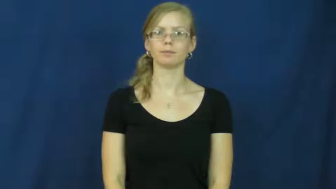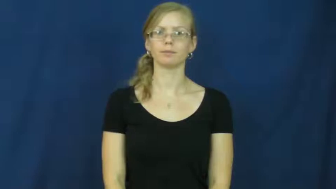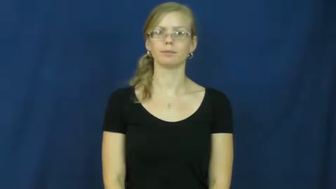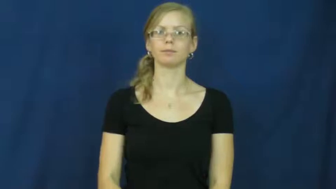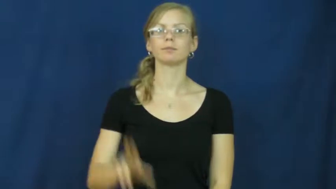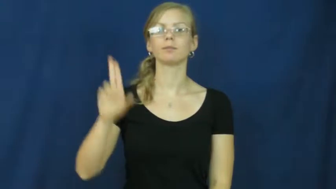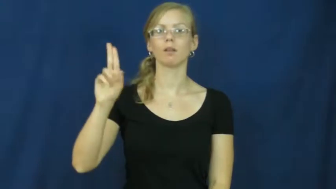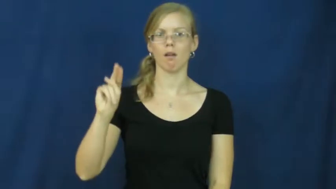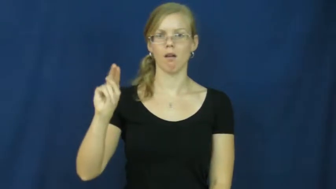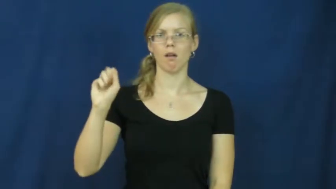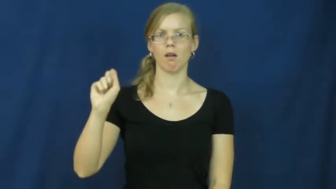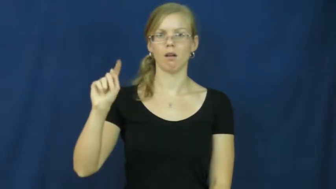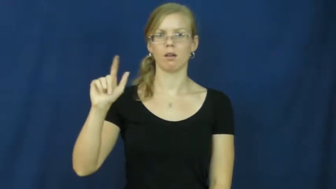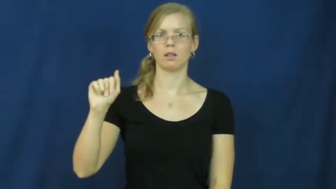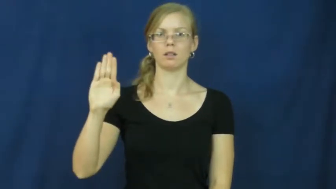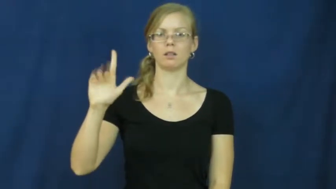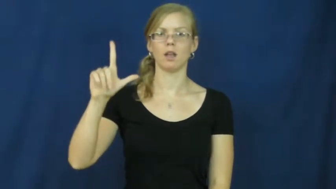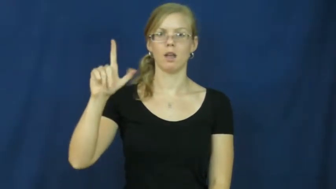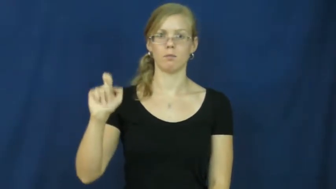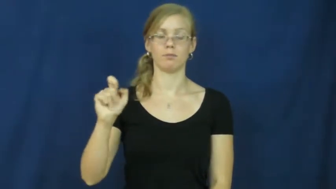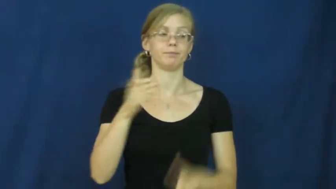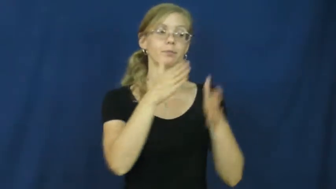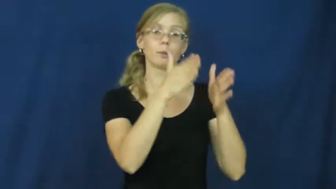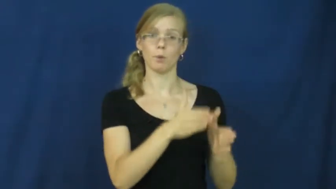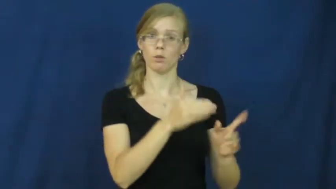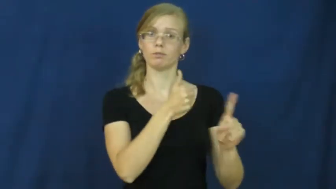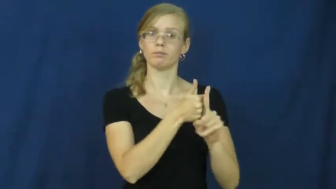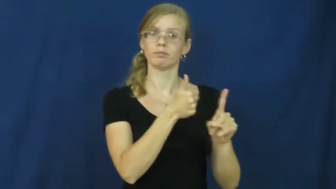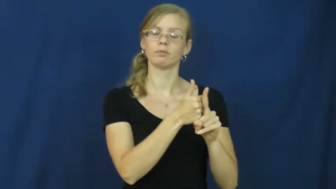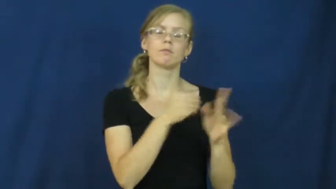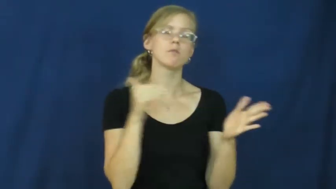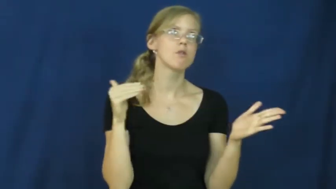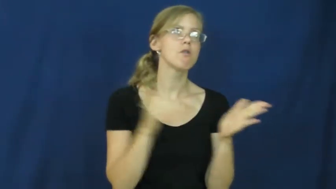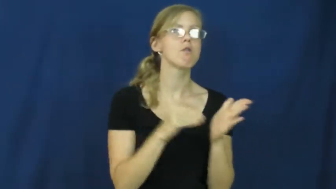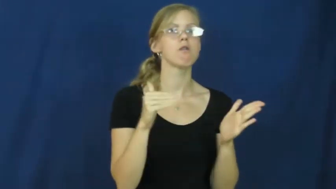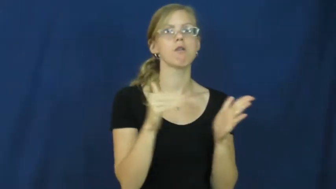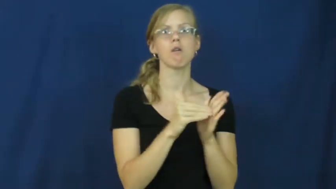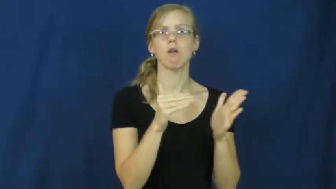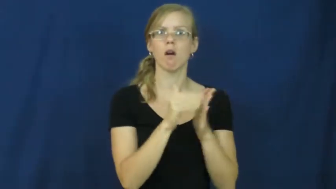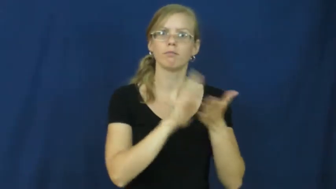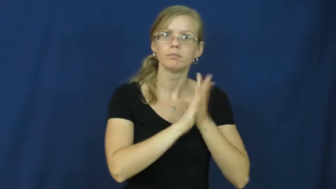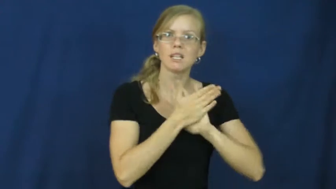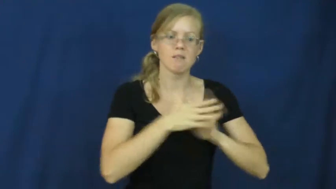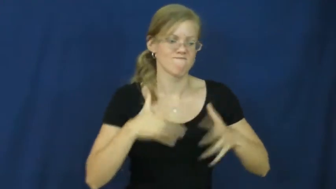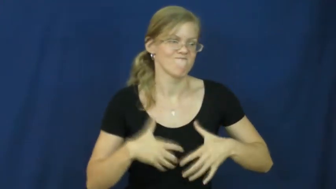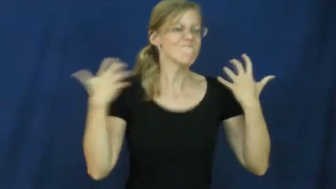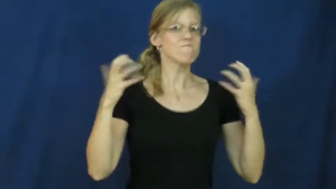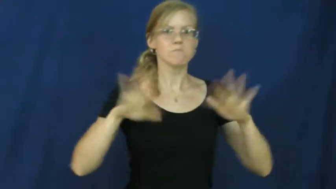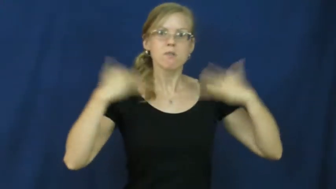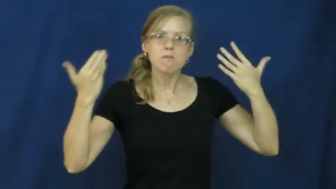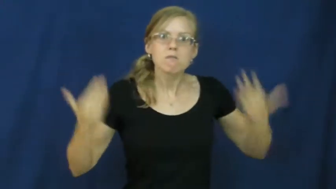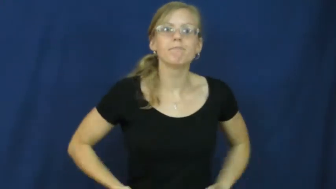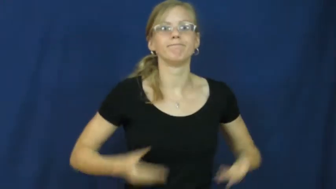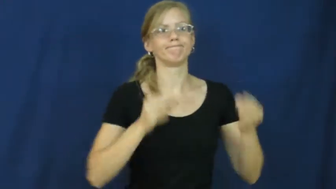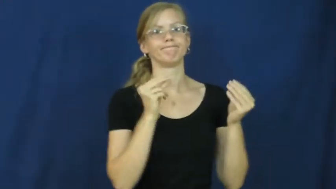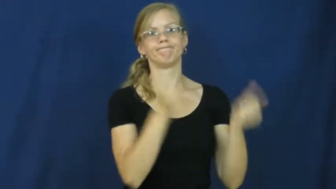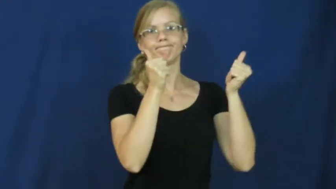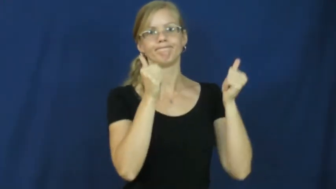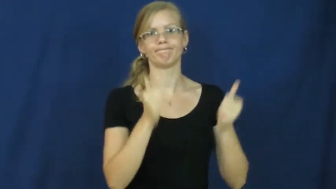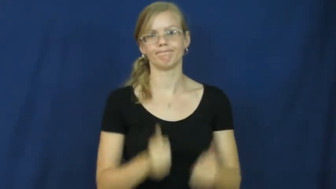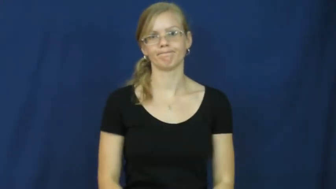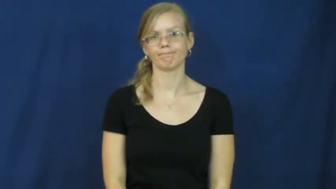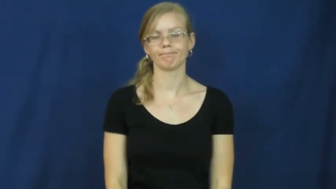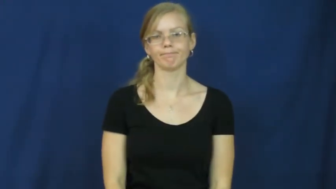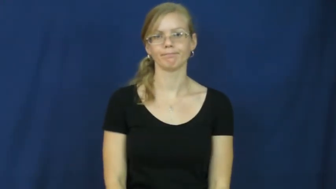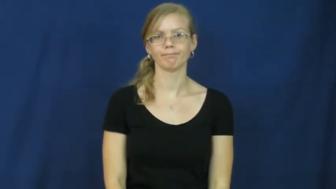unstable-person angry or upset